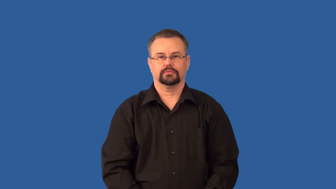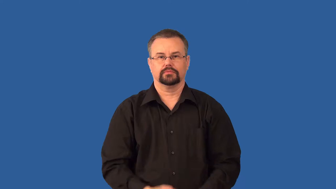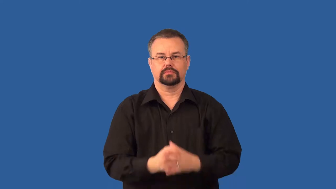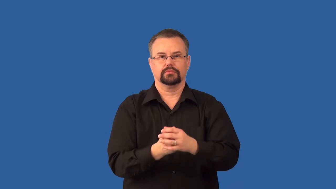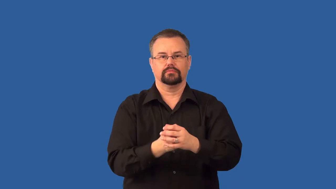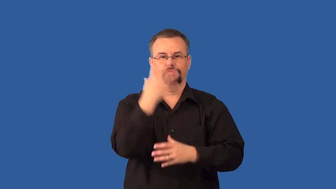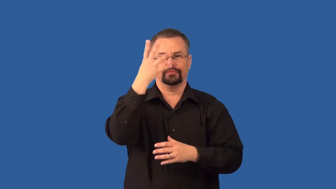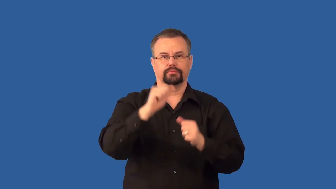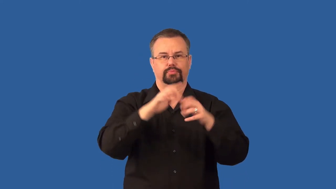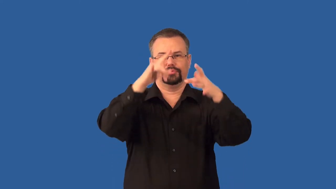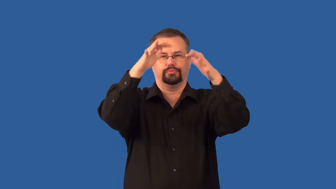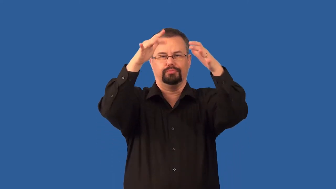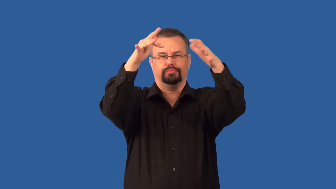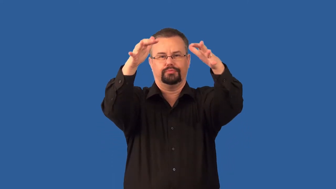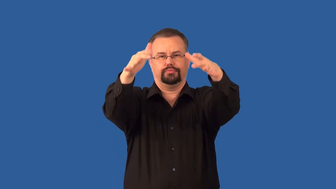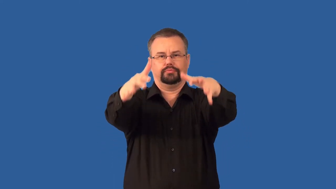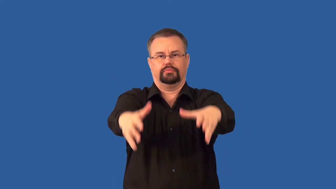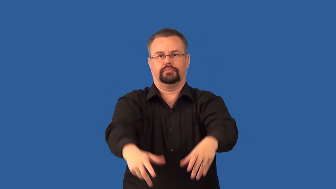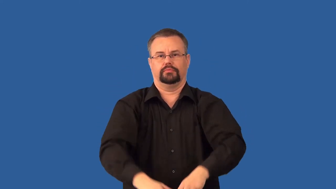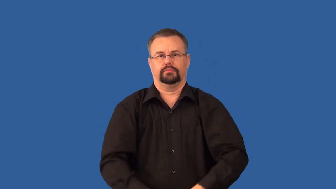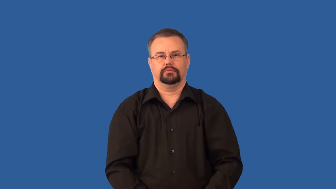tephra